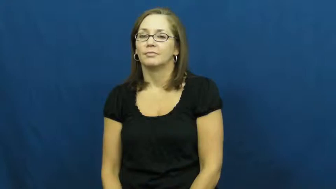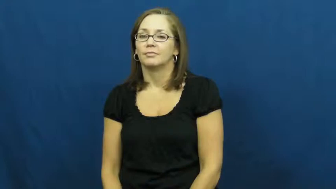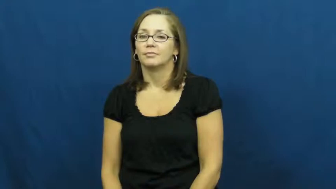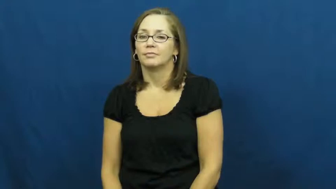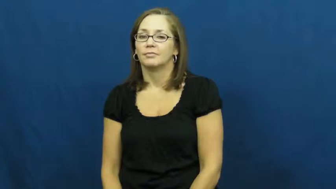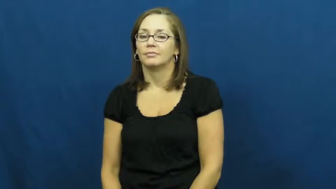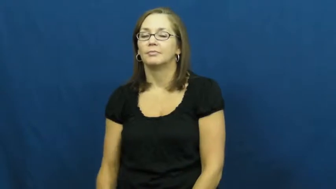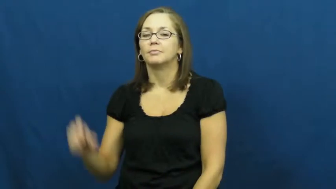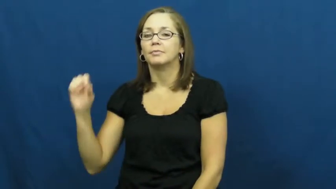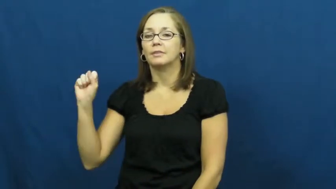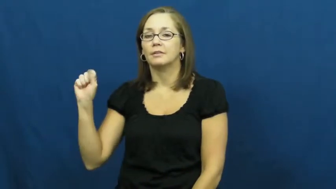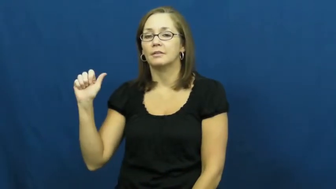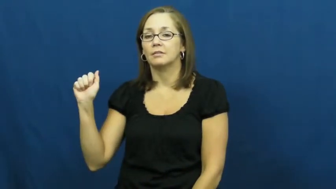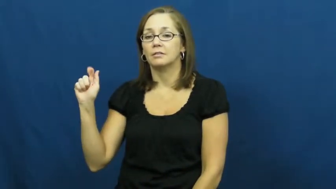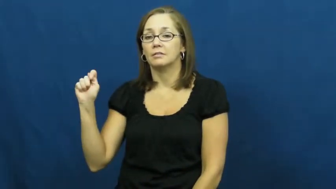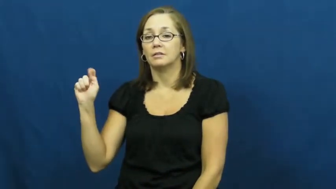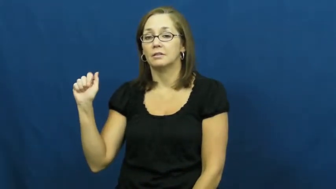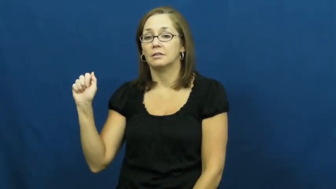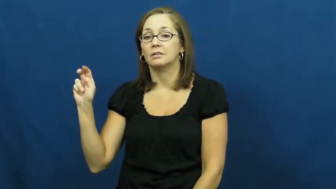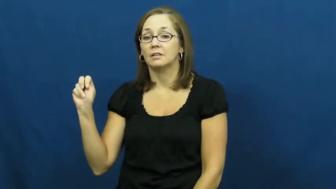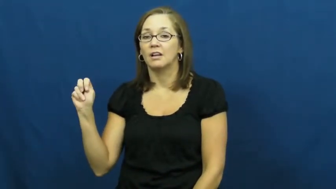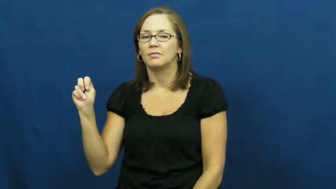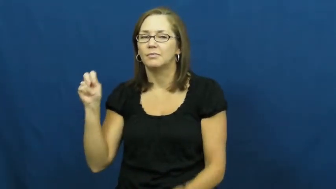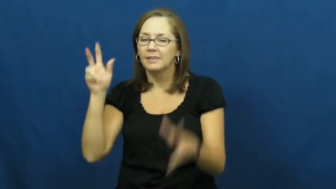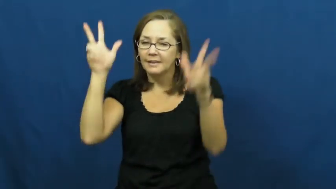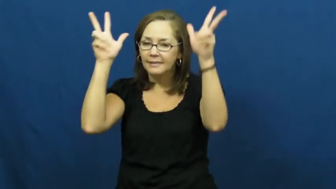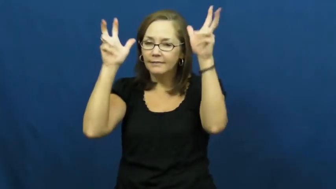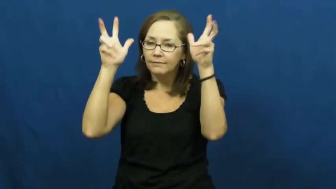satan